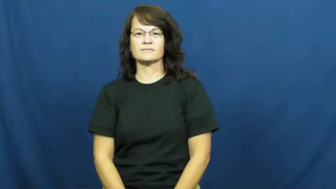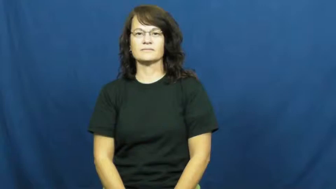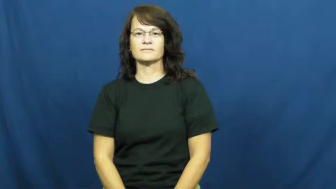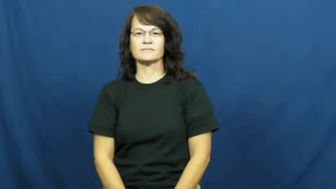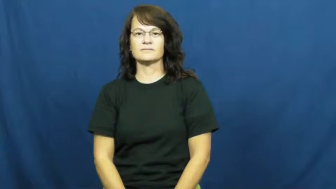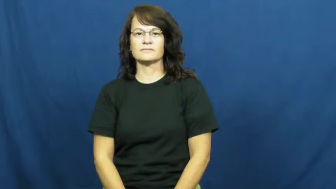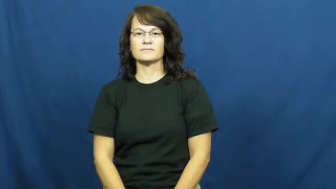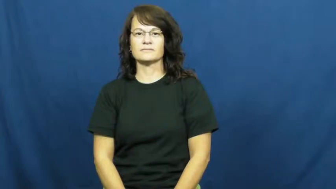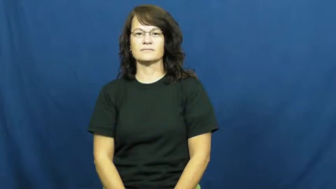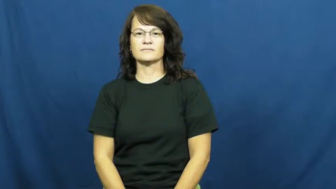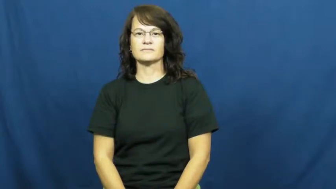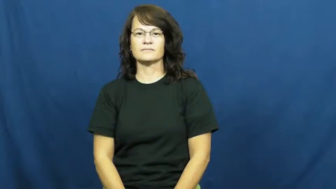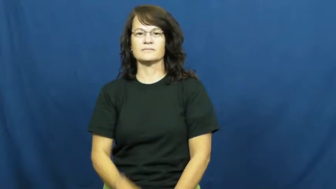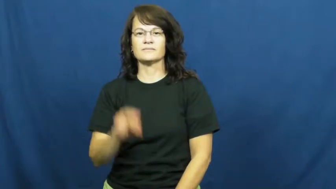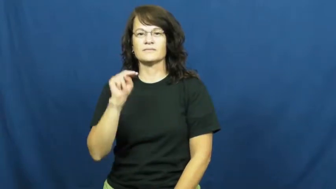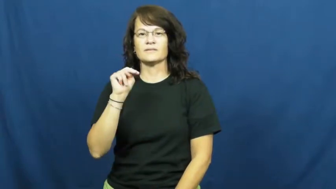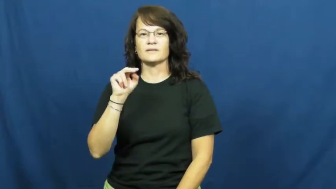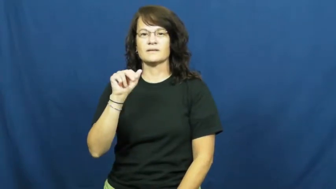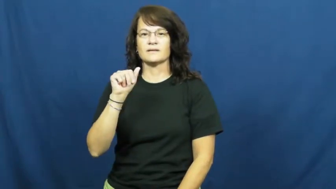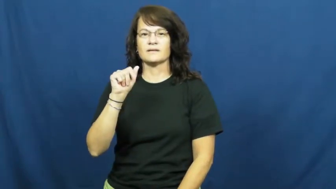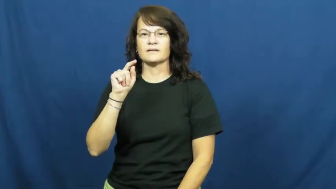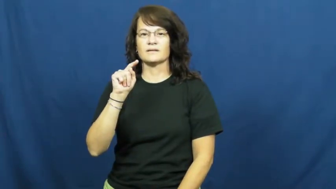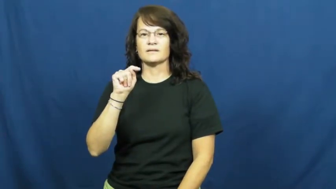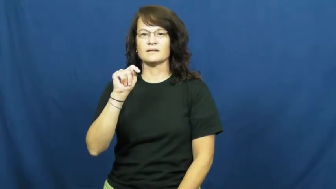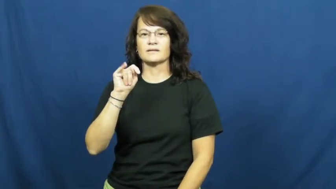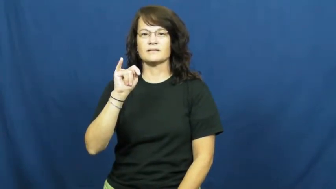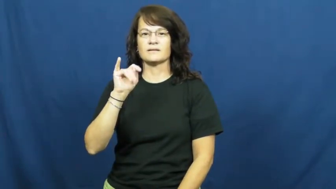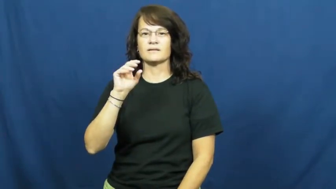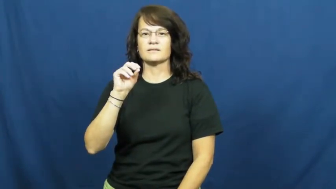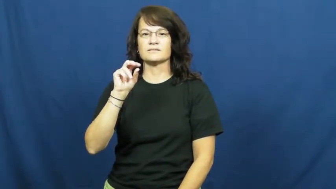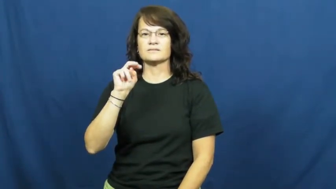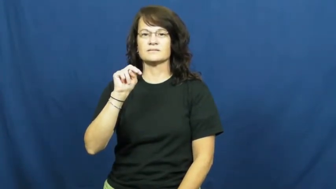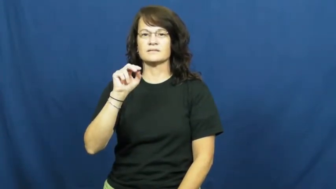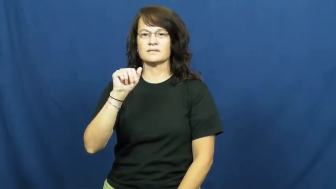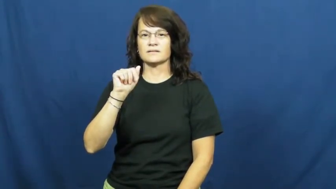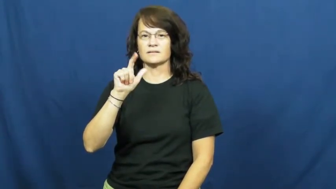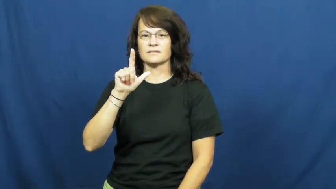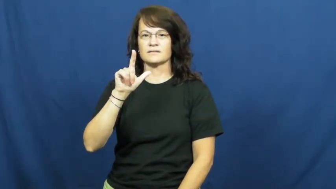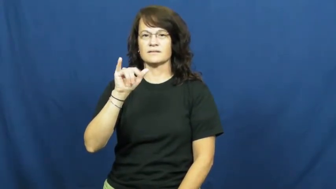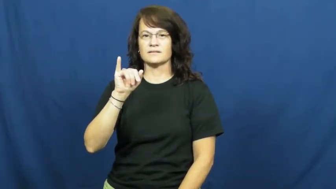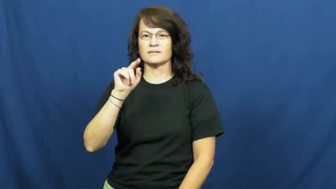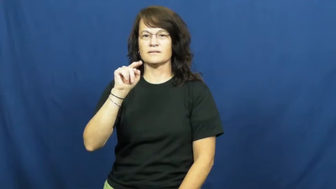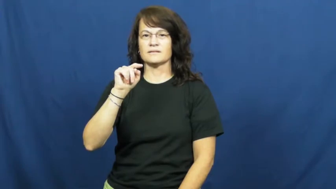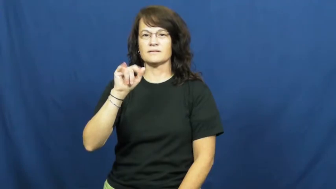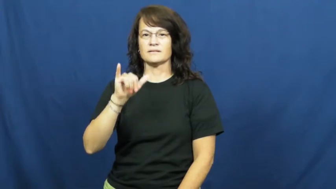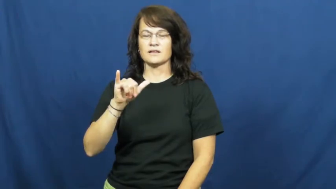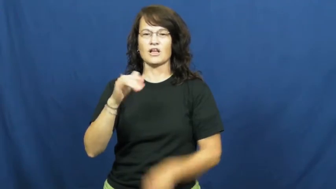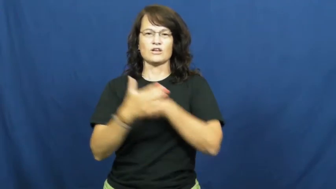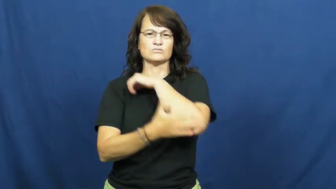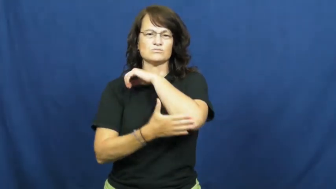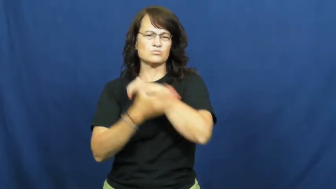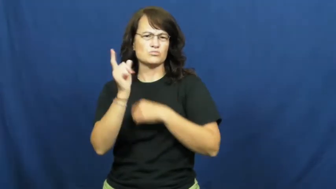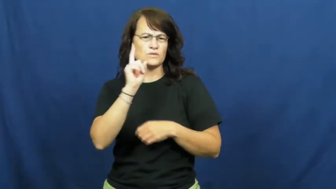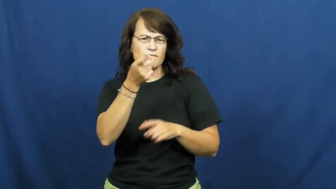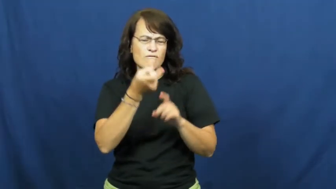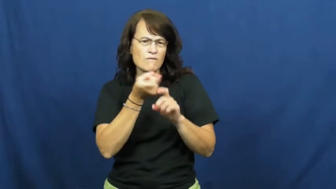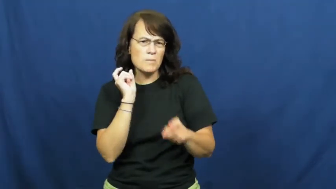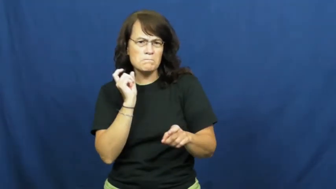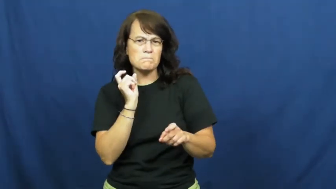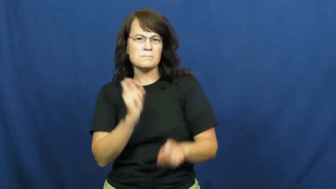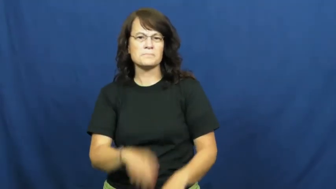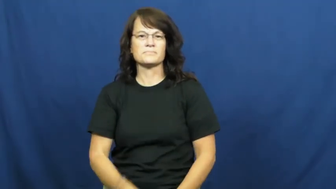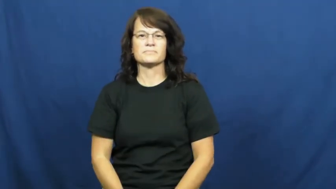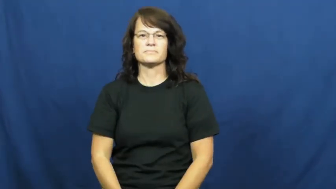nationality